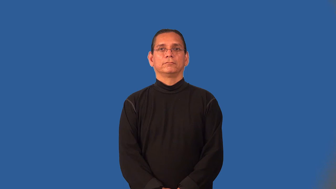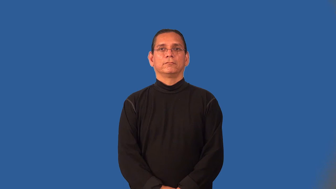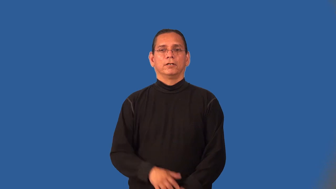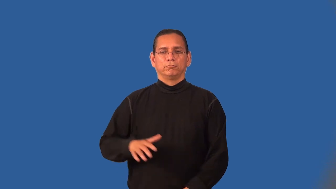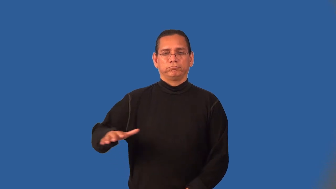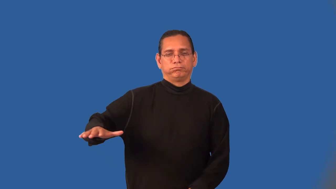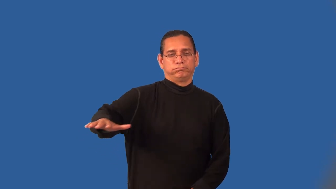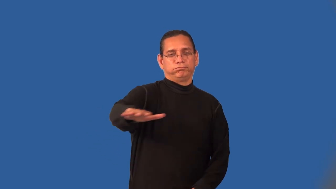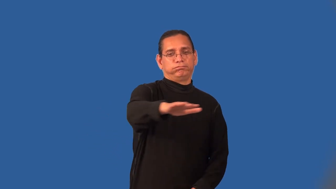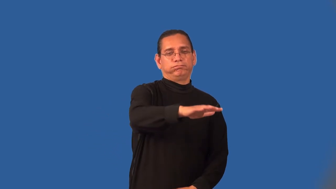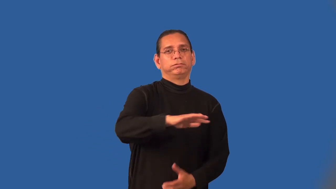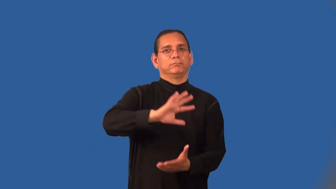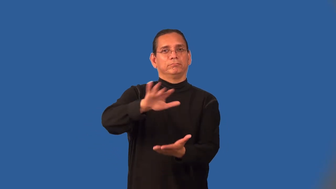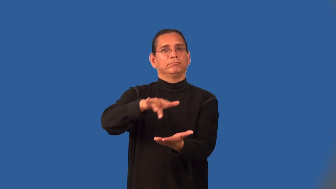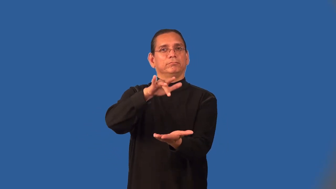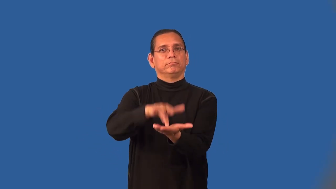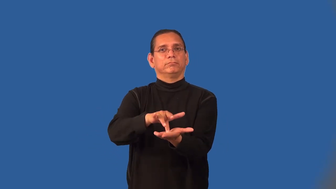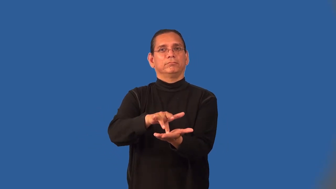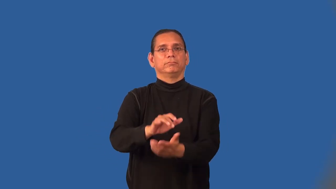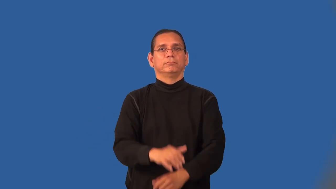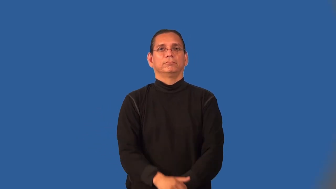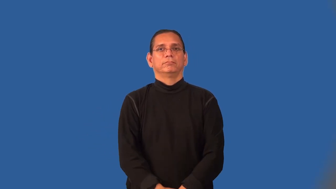midst